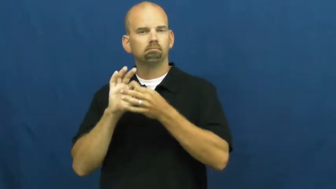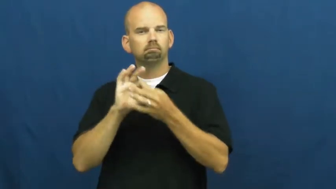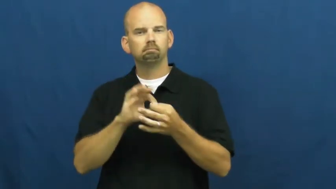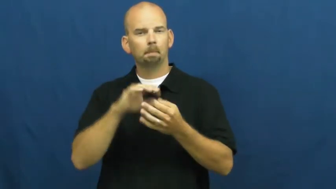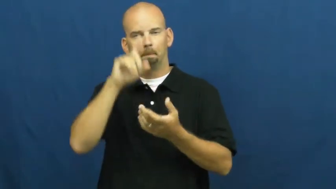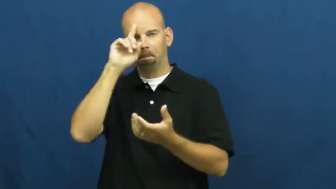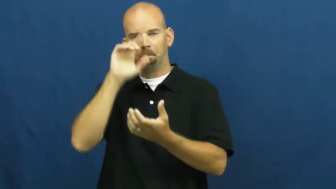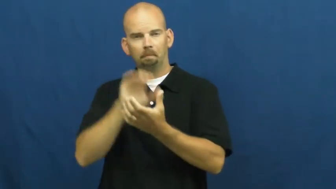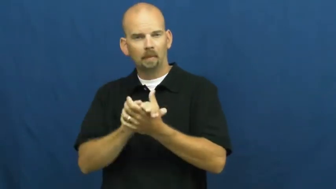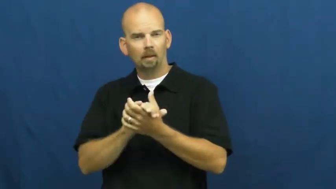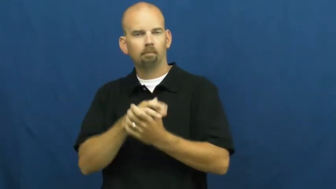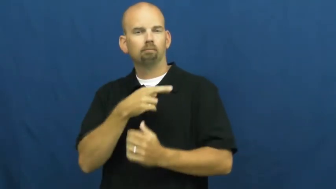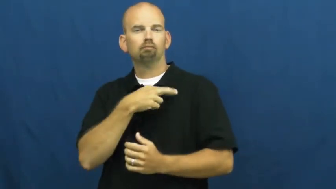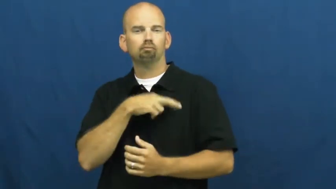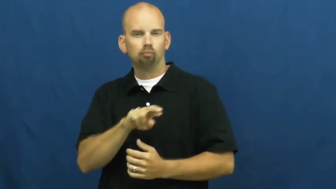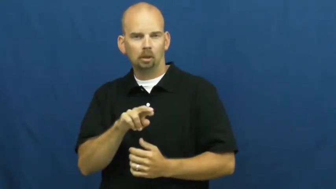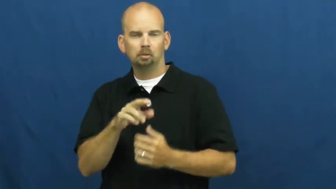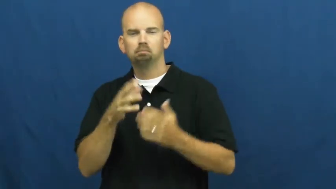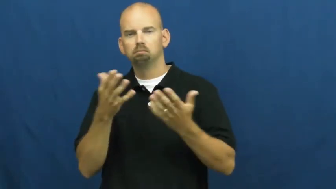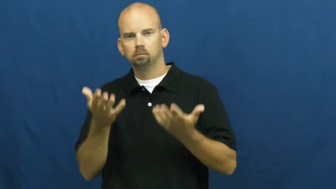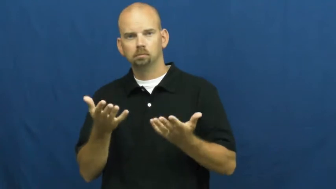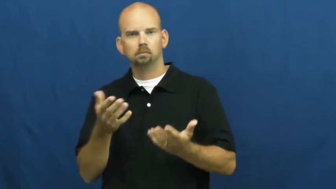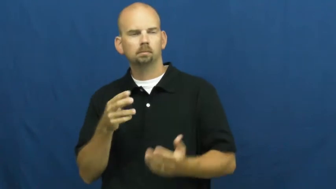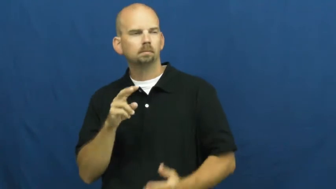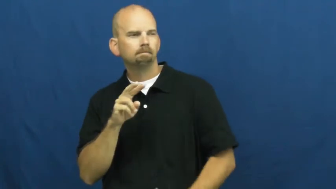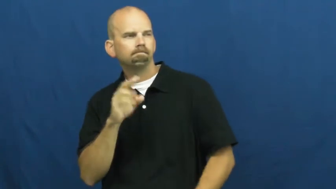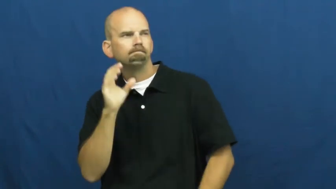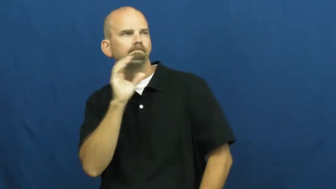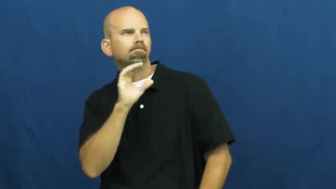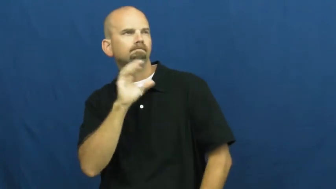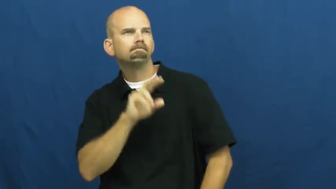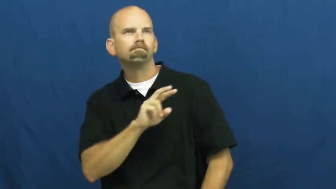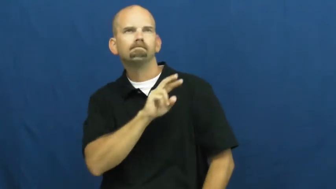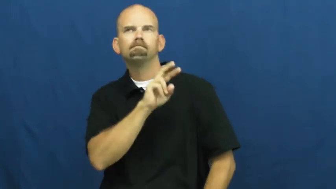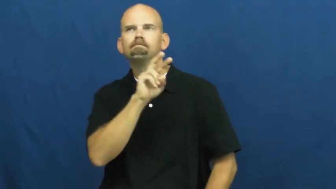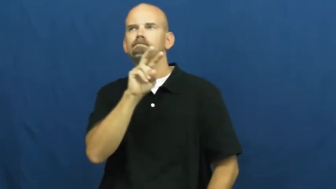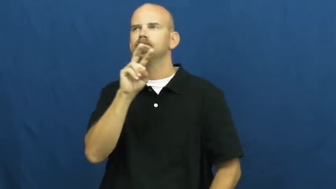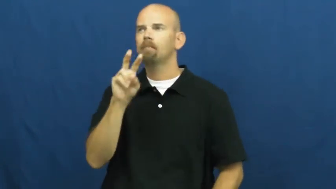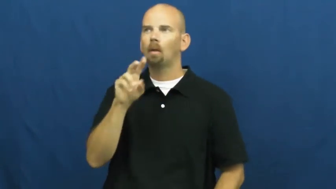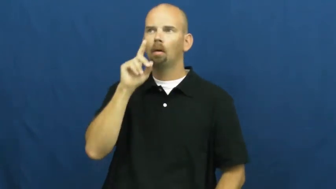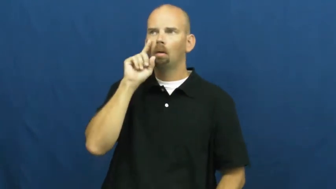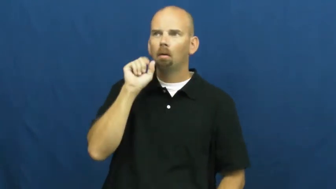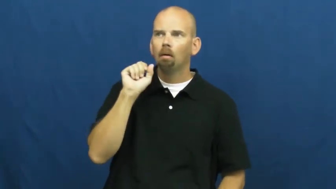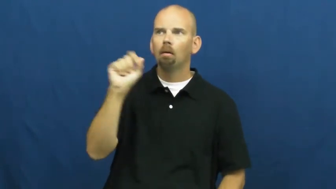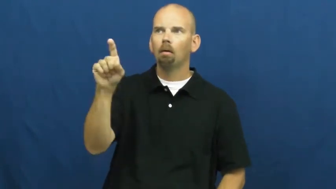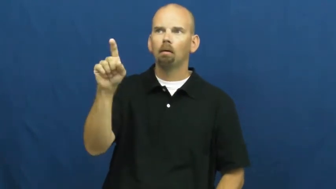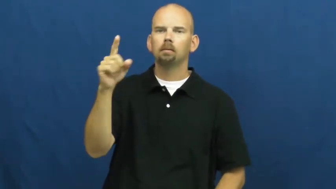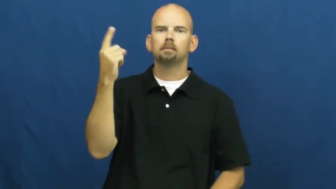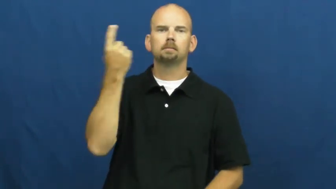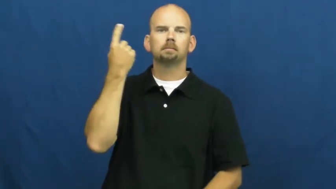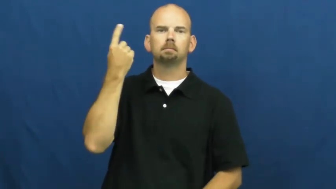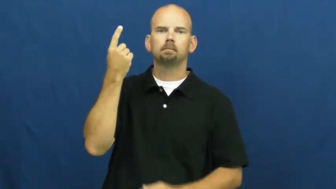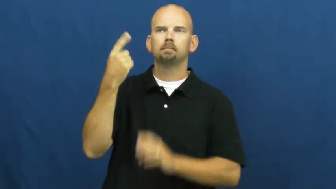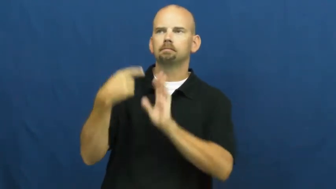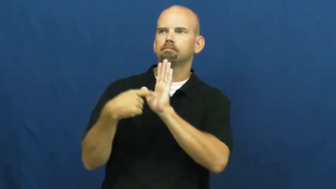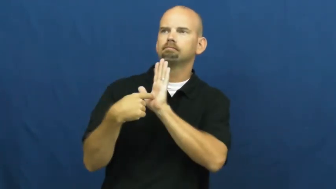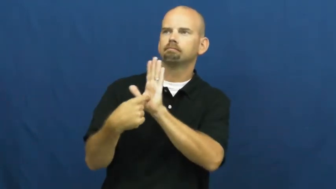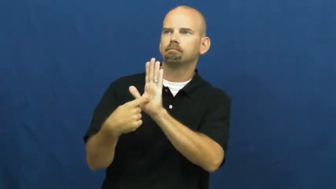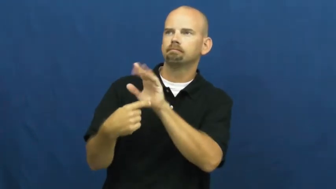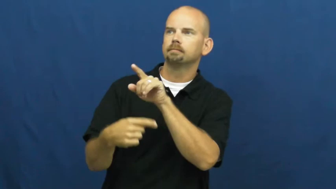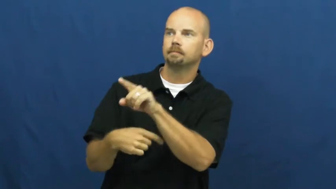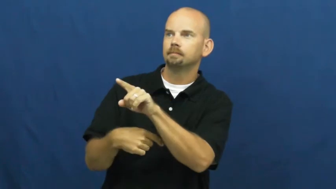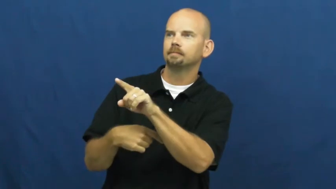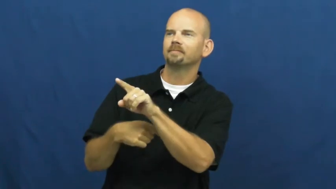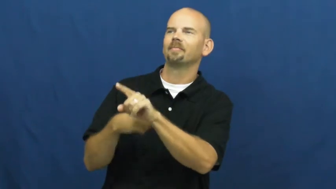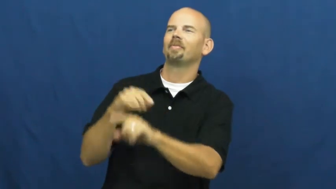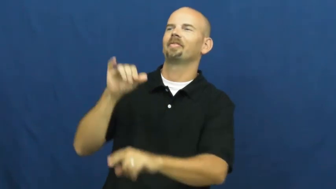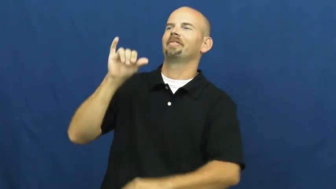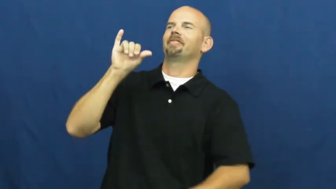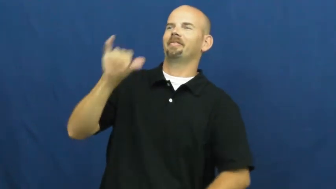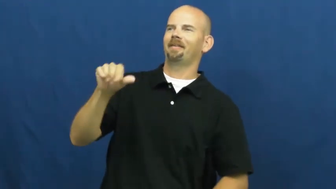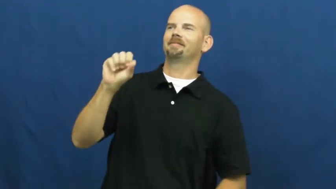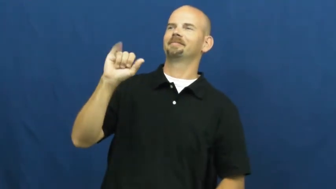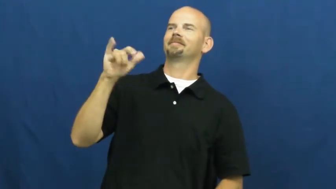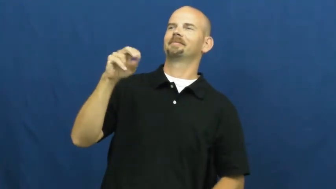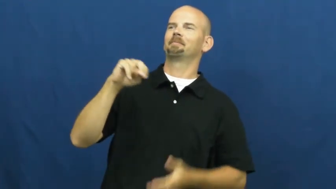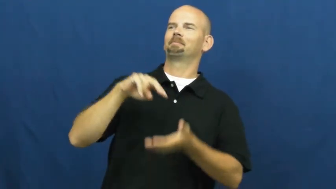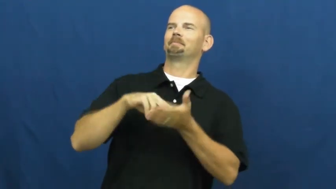sign-belief